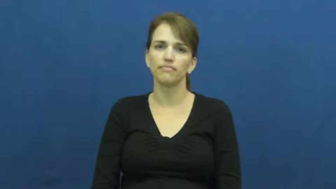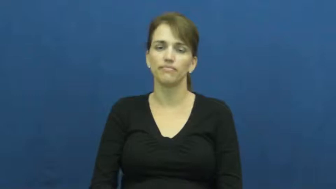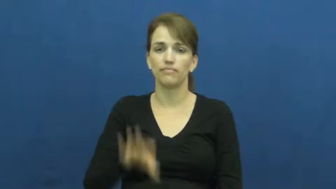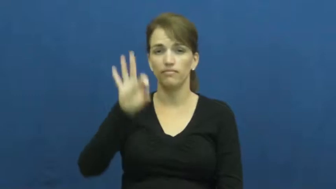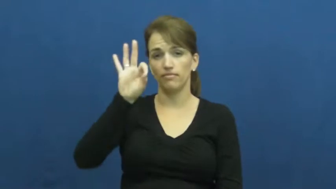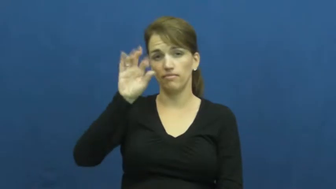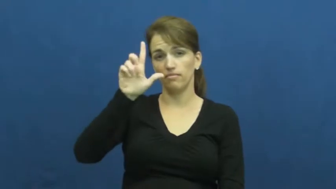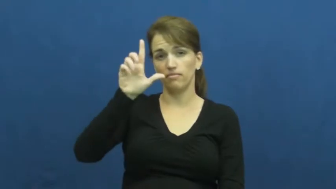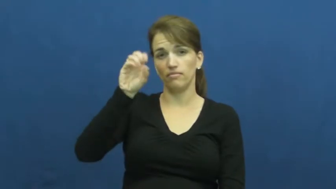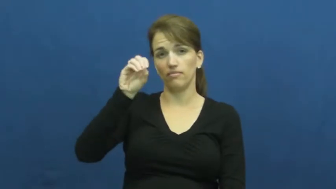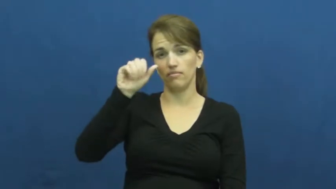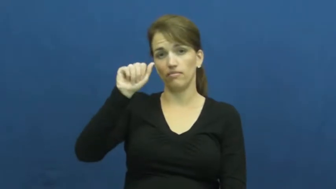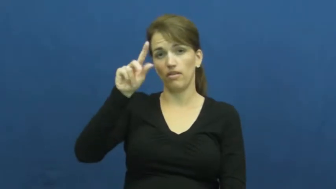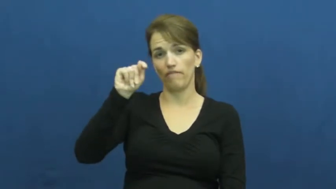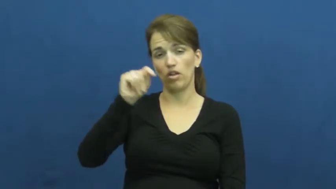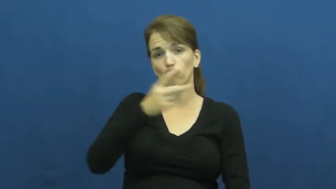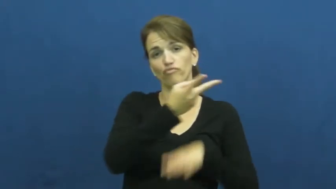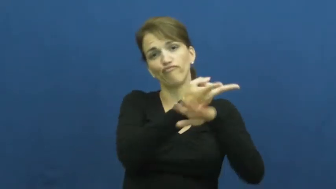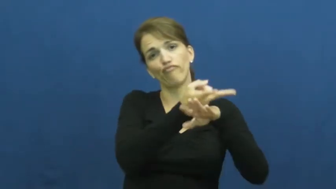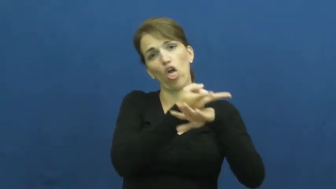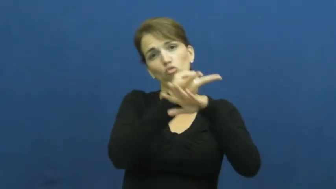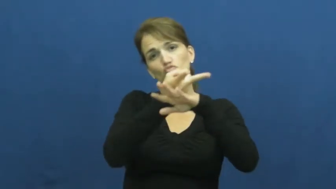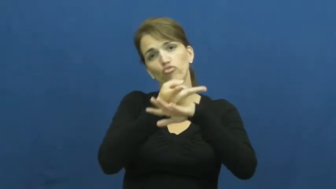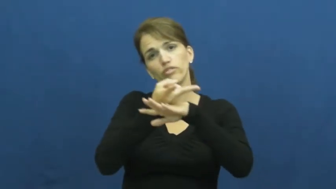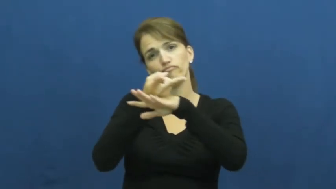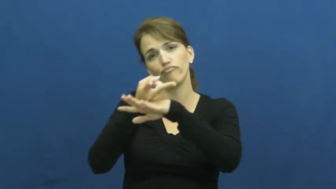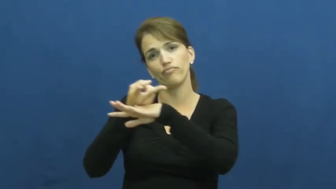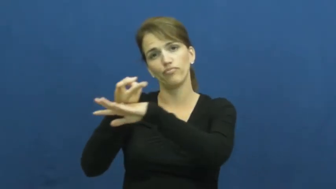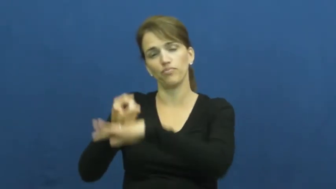float,afloat,flotation